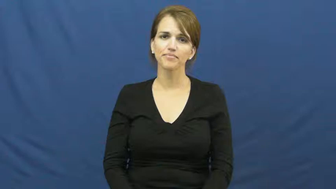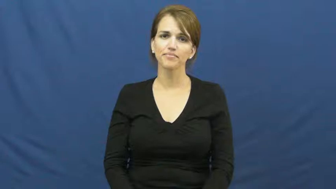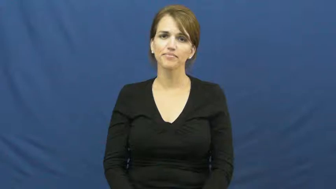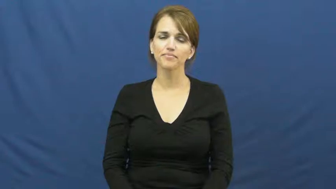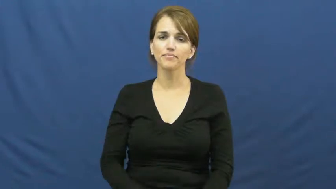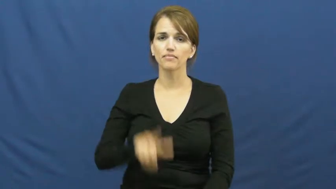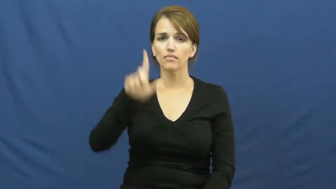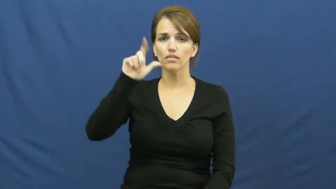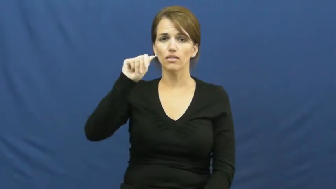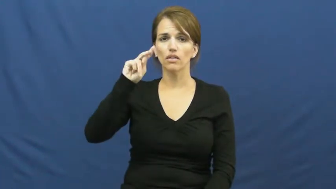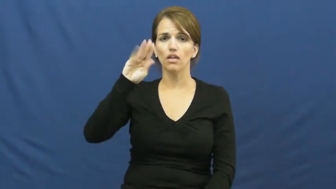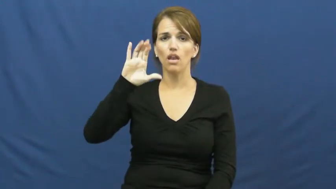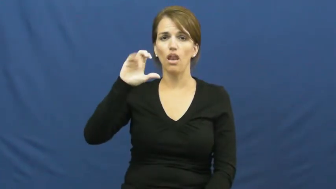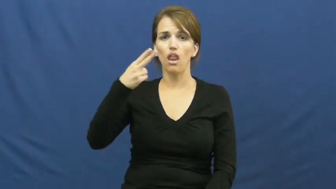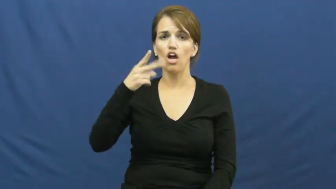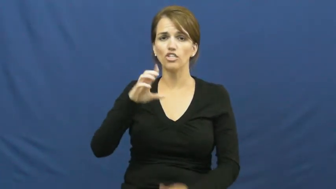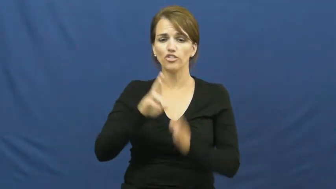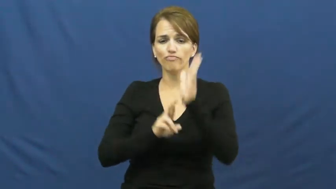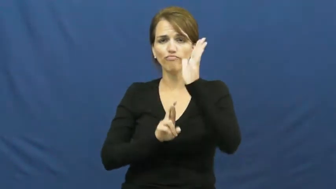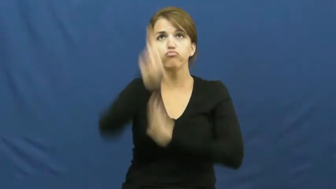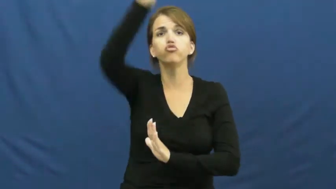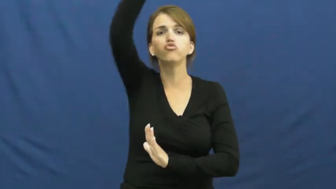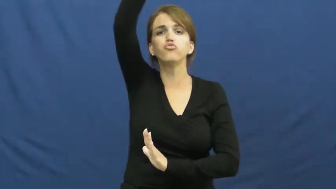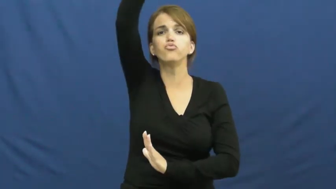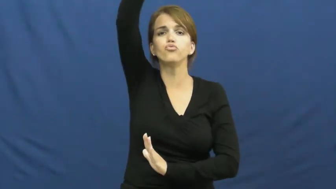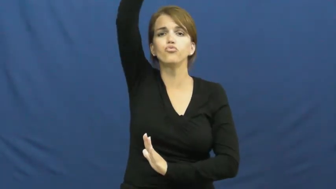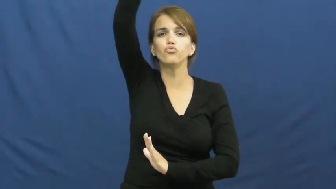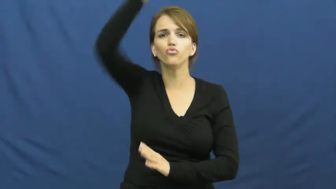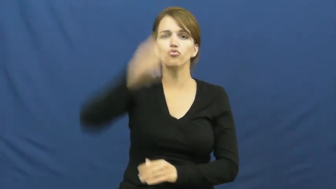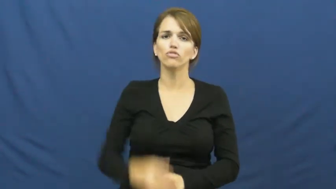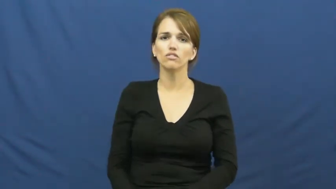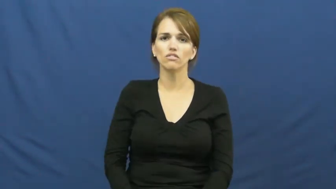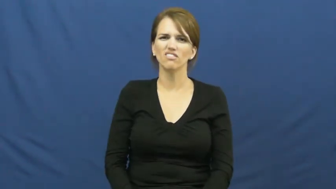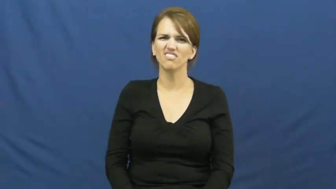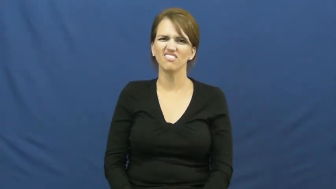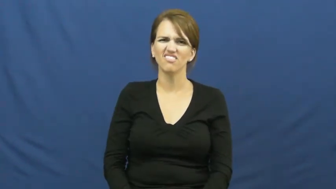launch-rocket